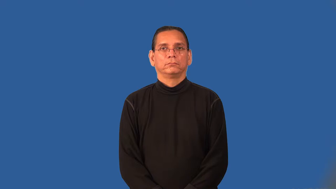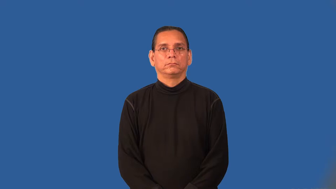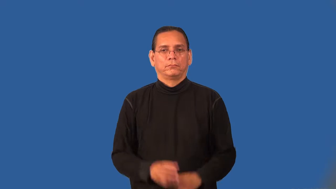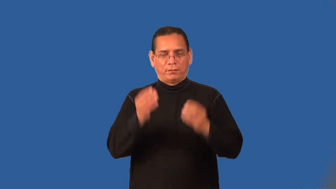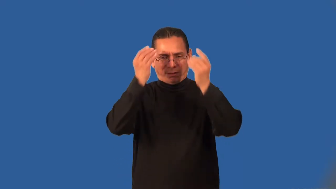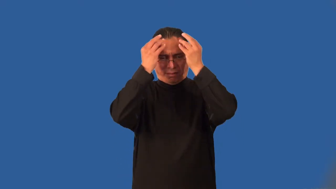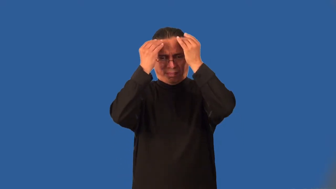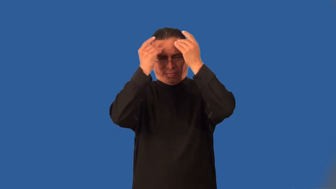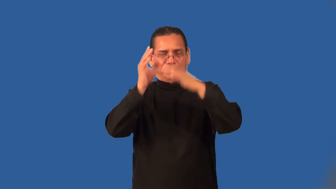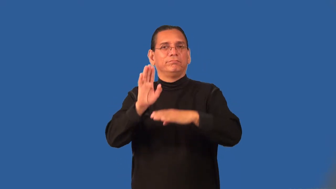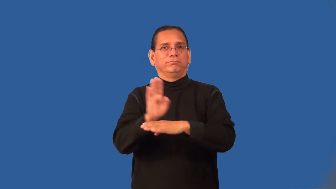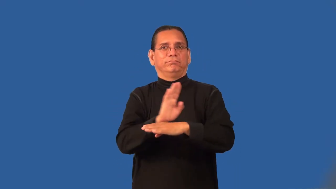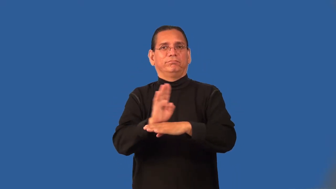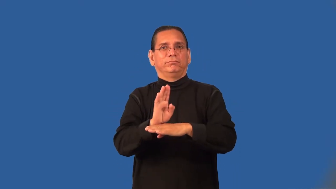preoccupied,prepossess